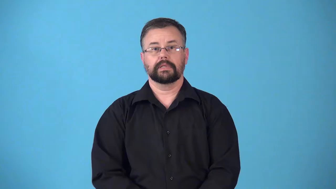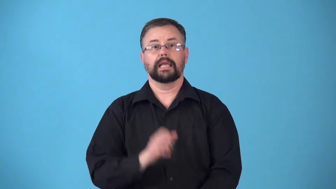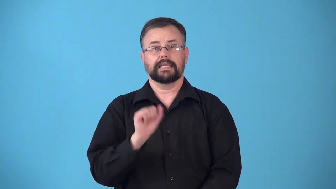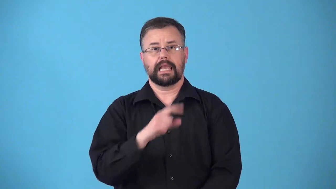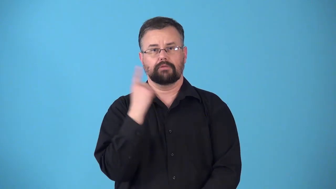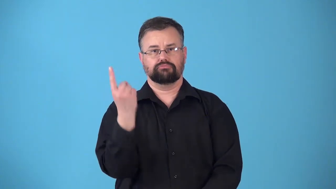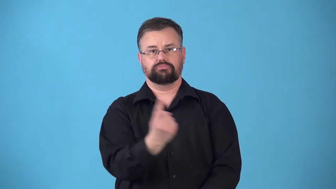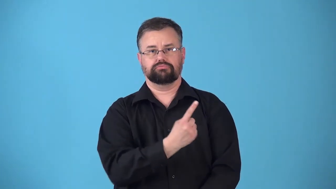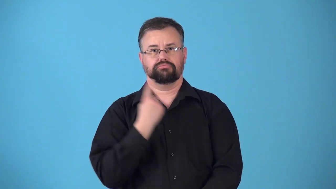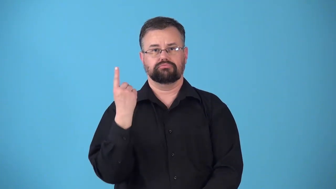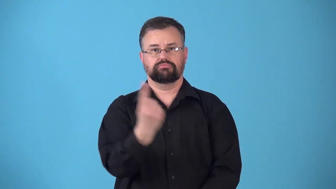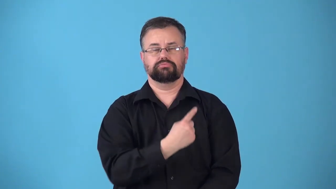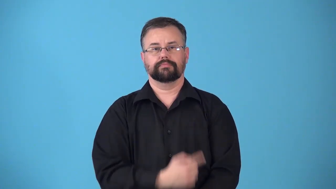revolvable